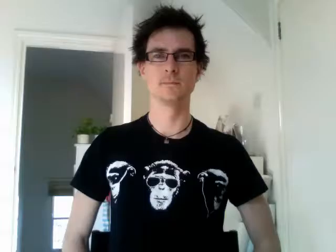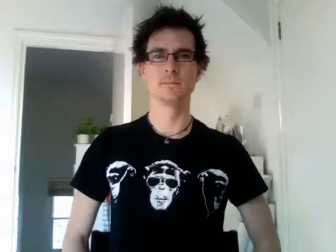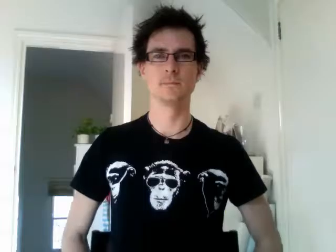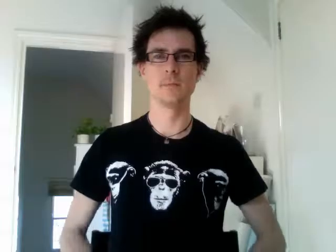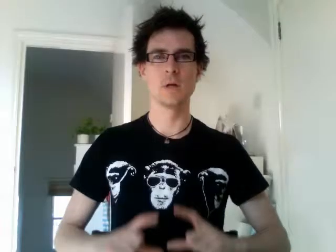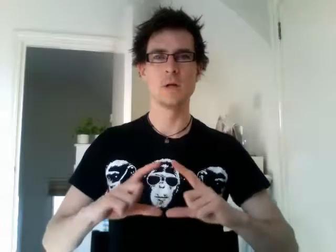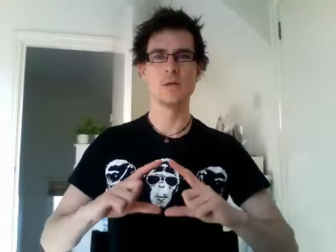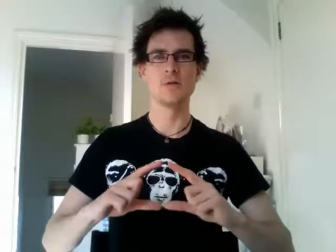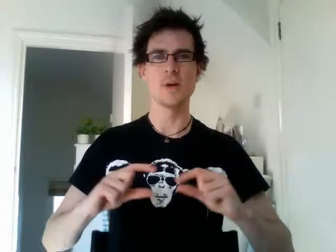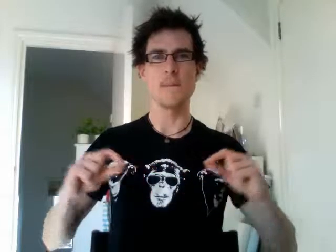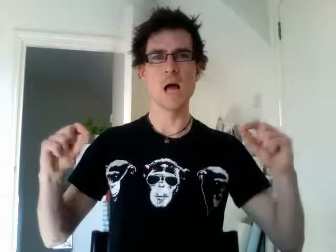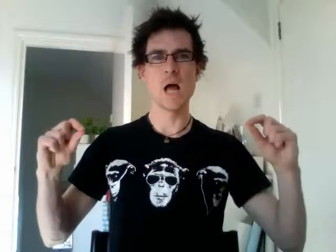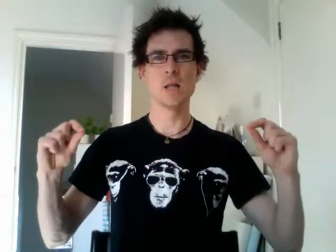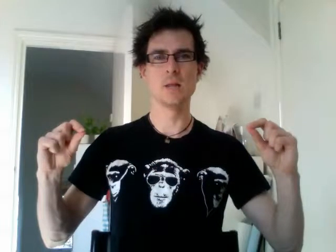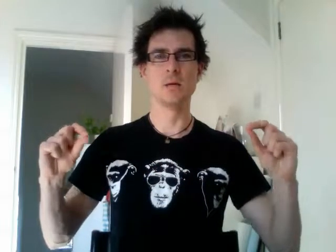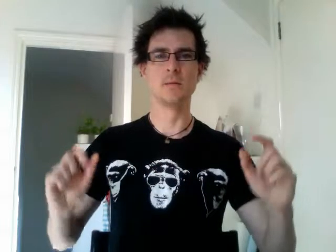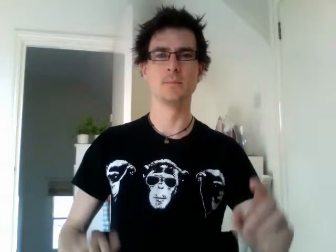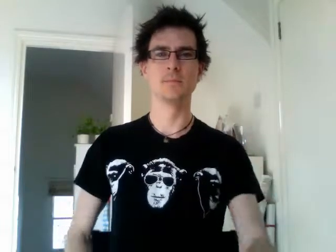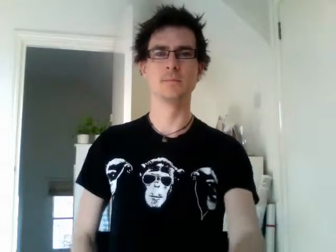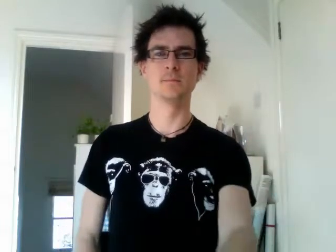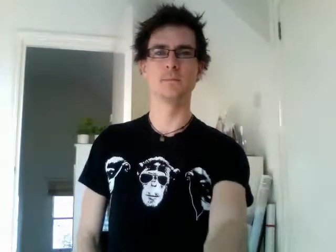japan